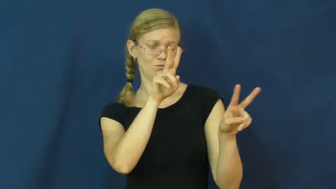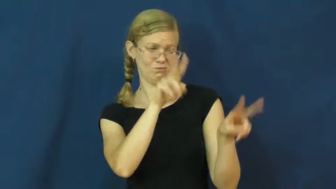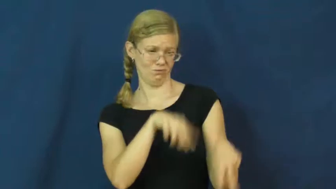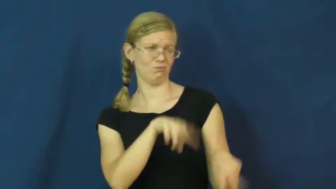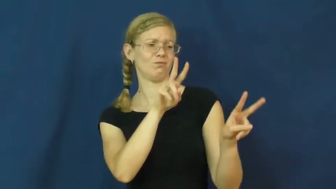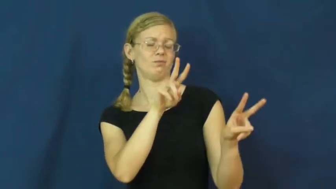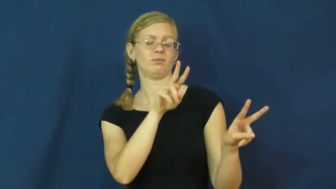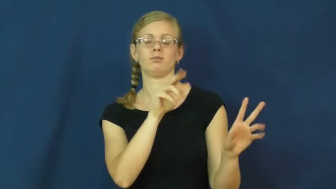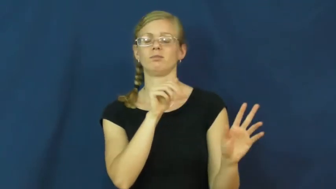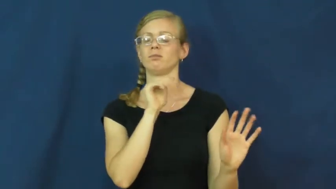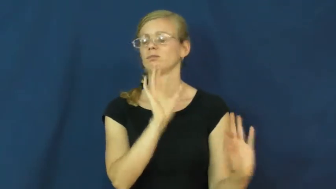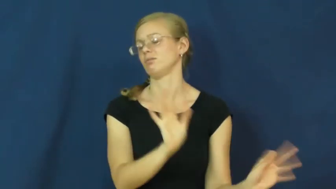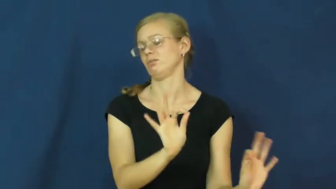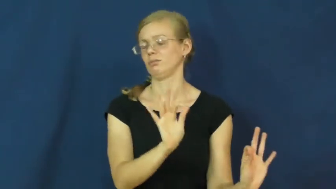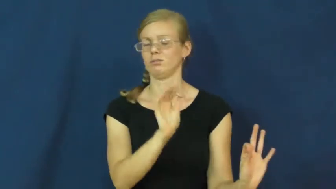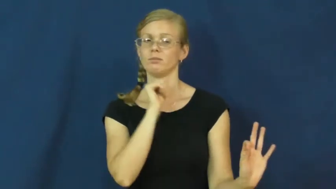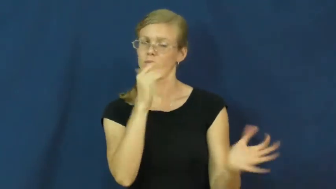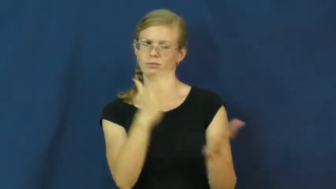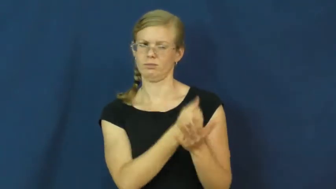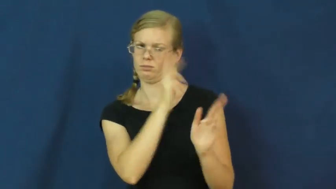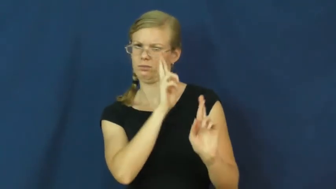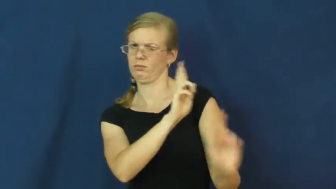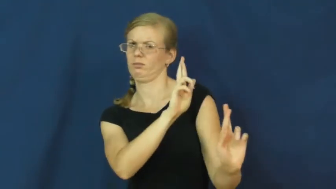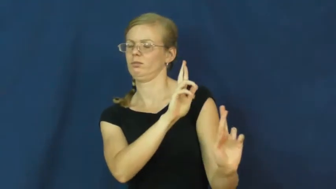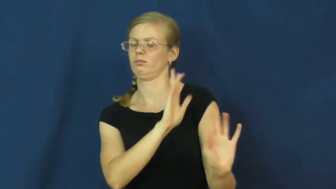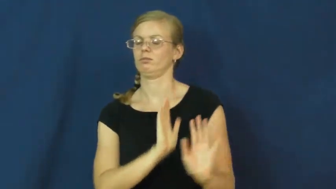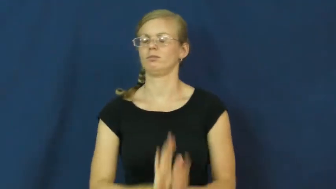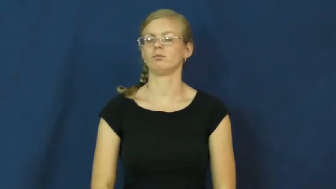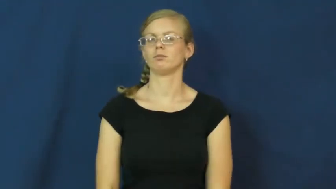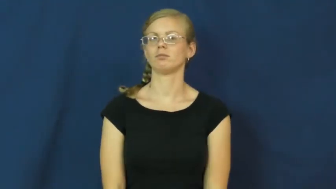disdain,contempt,disregard,downgrade,flout